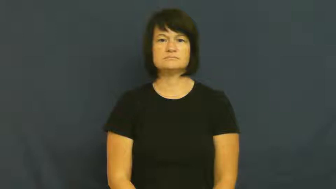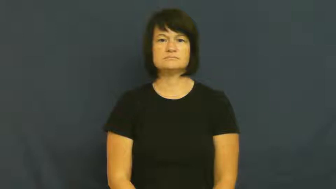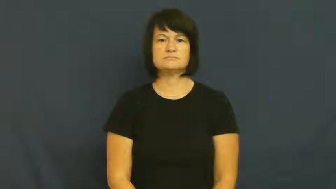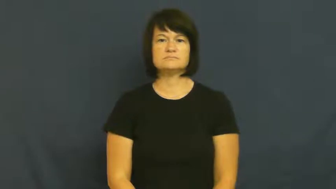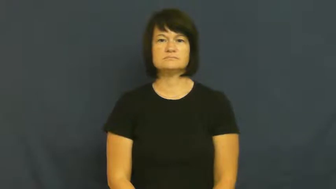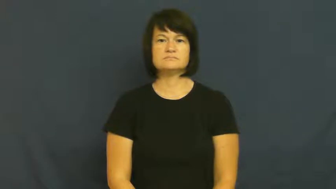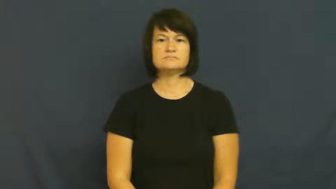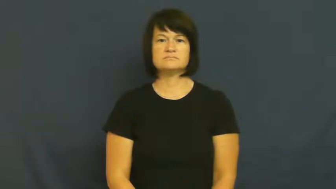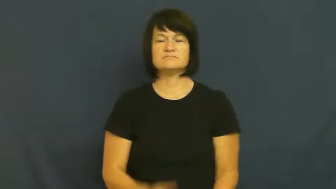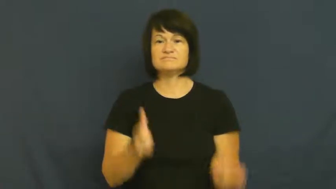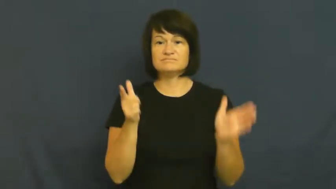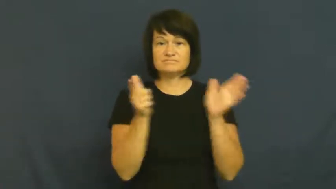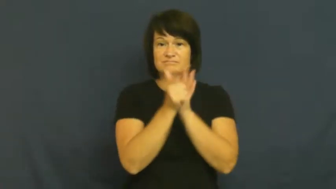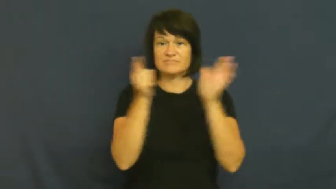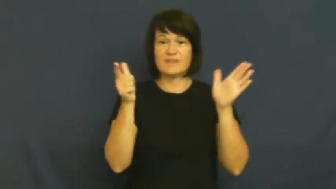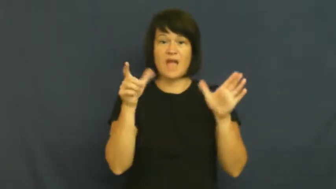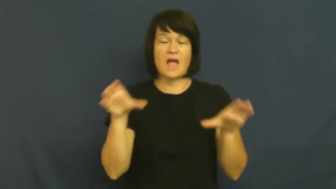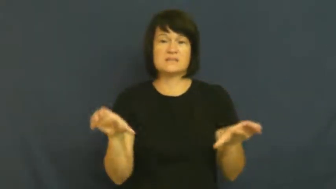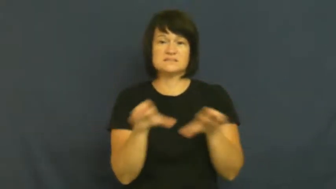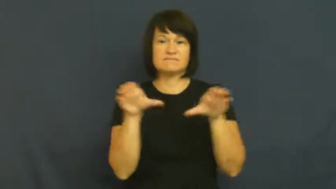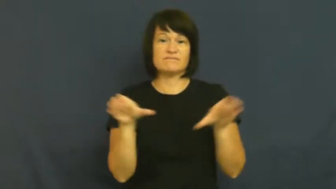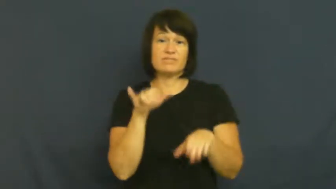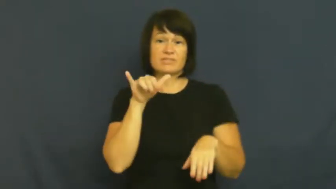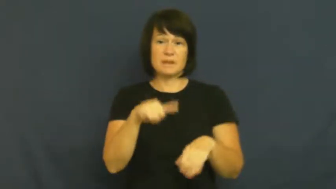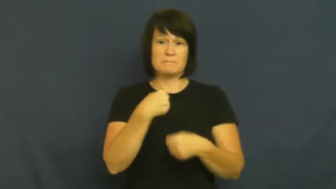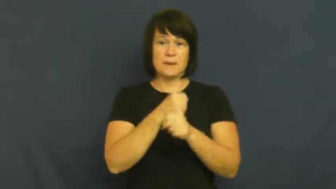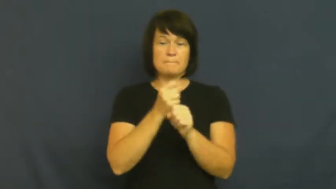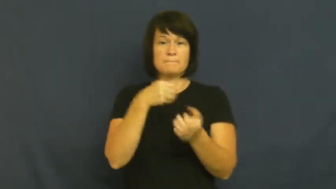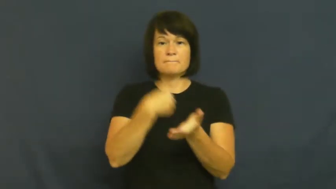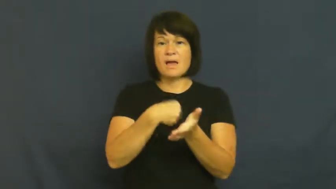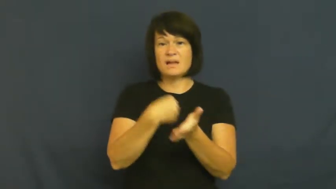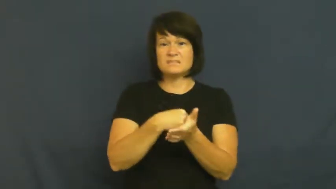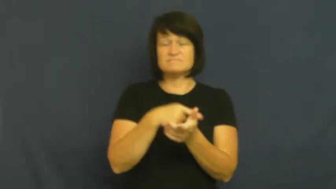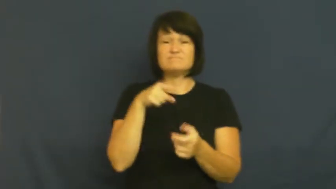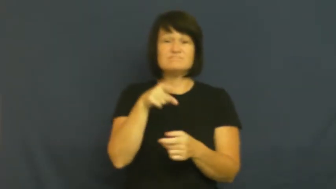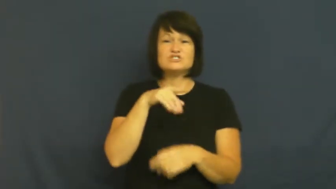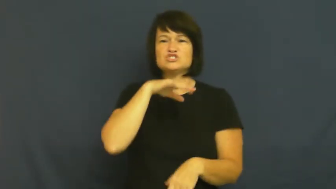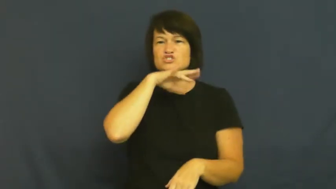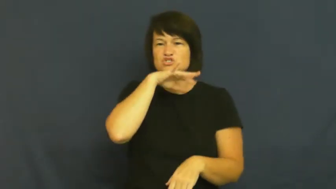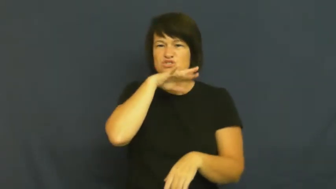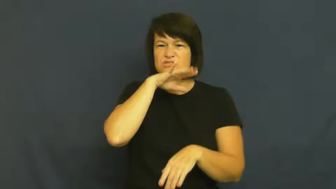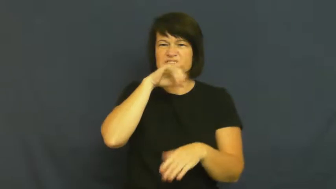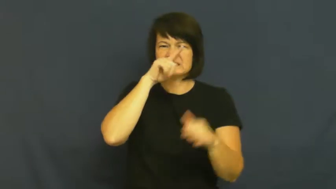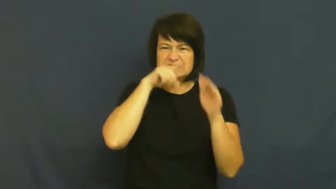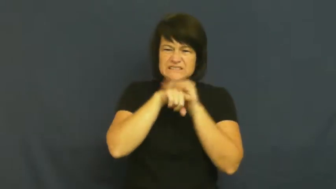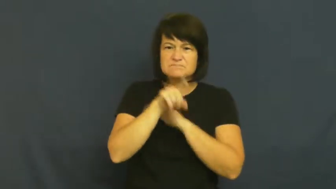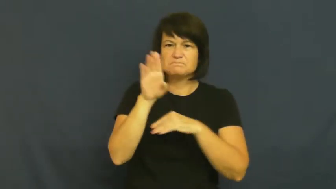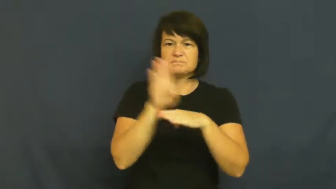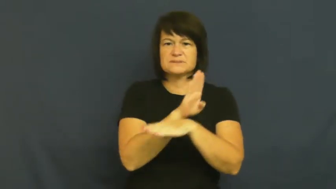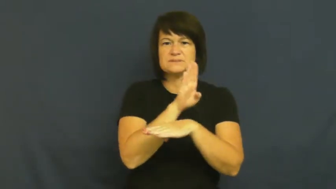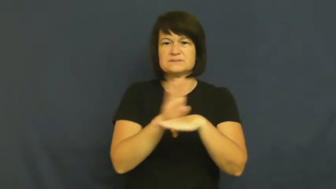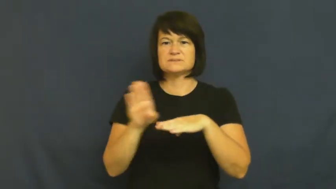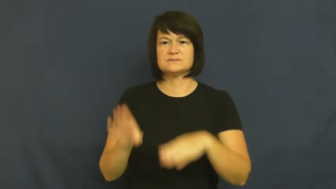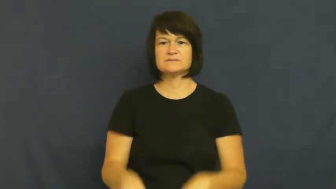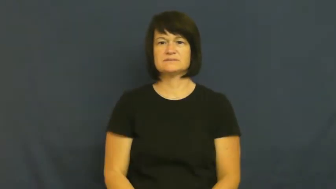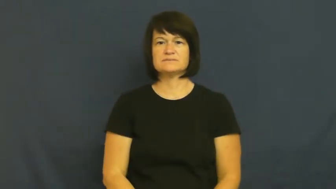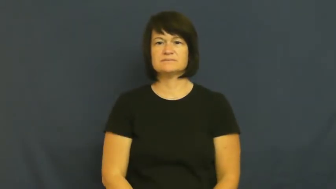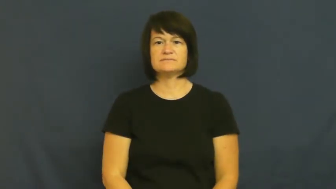racket-sneaky business